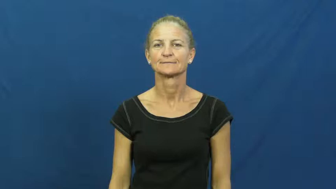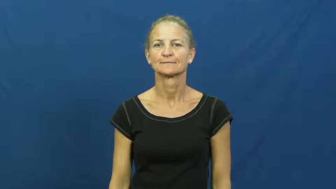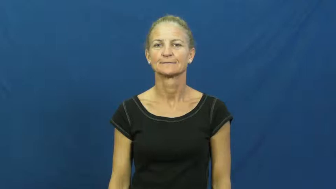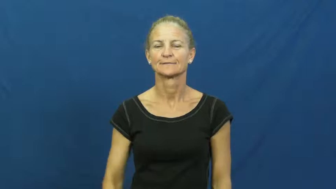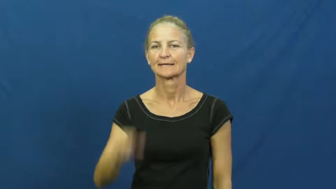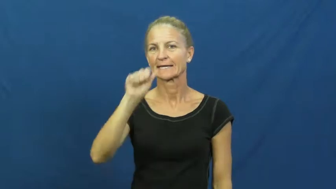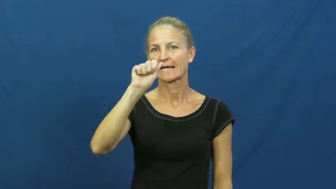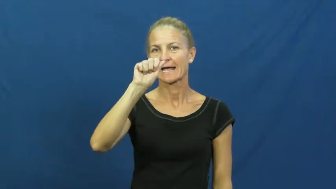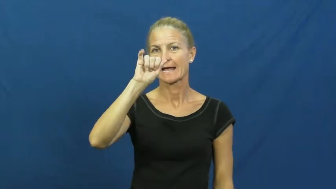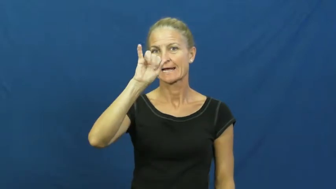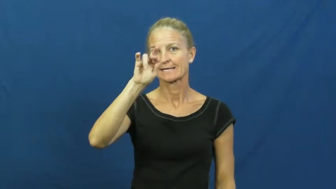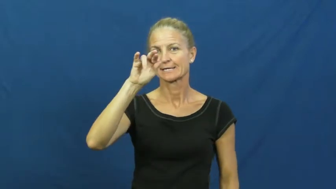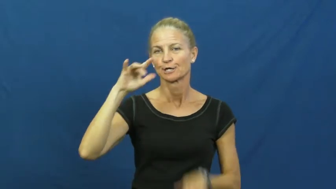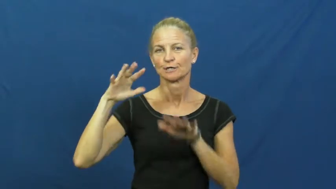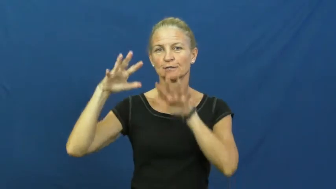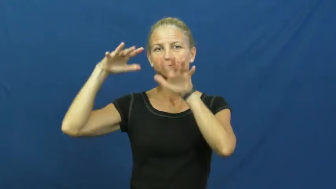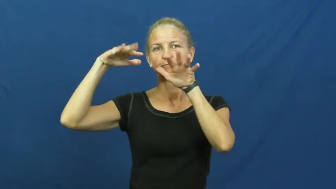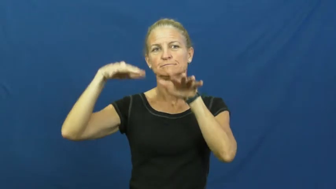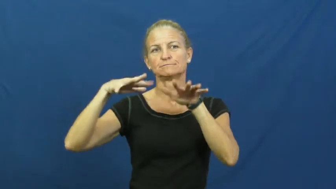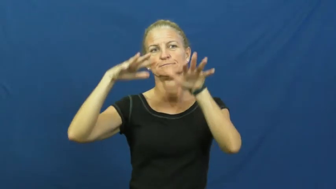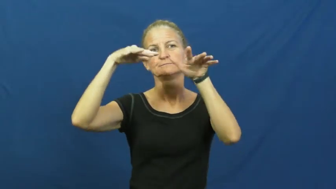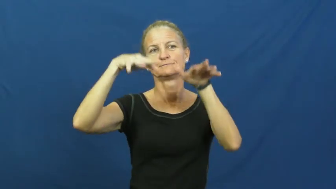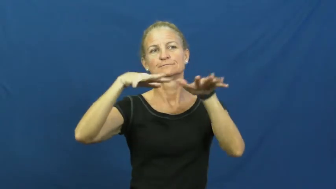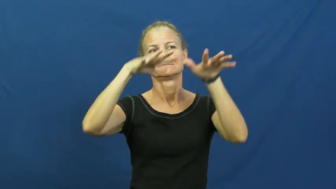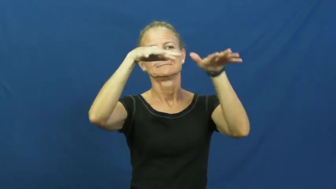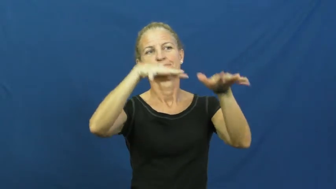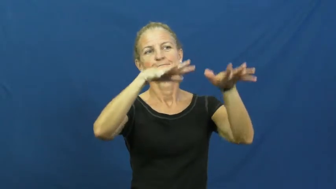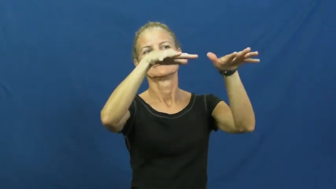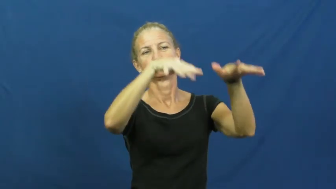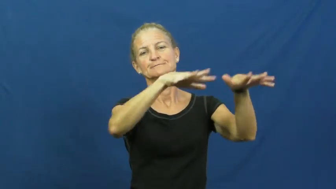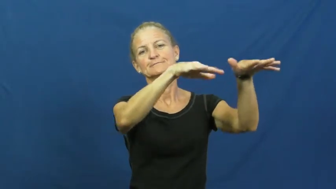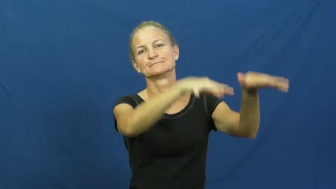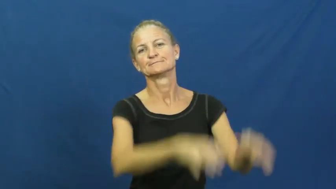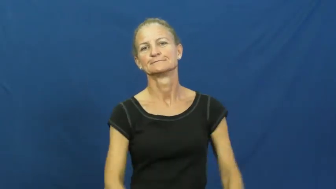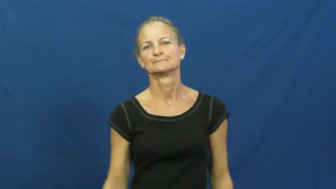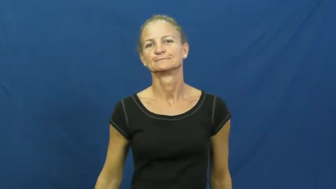current-air